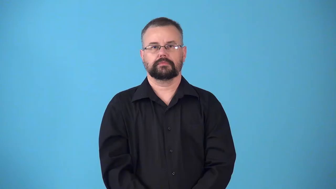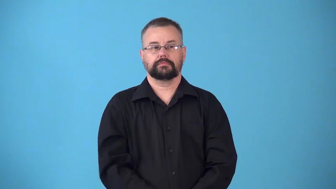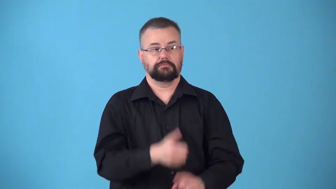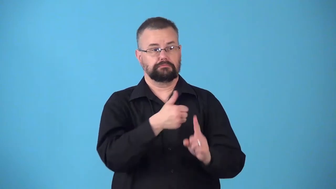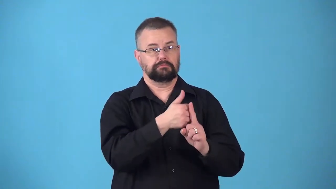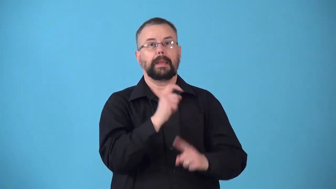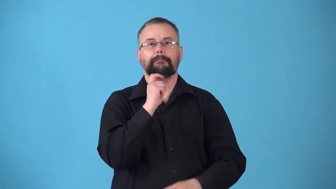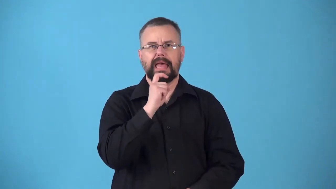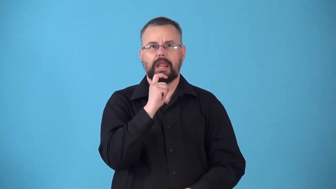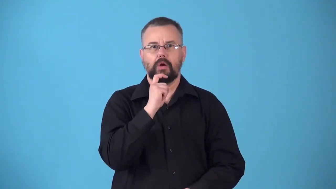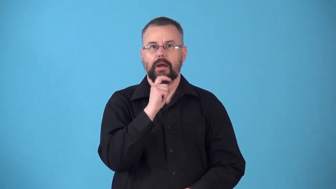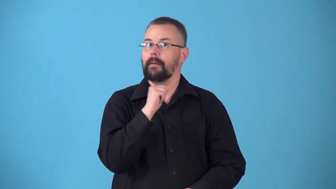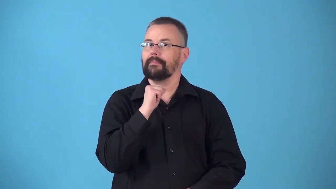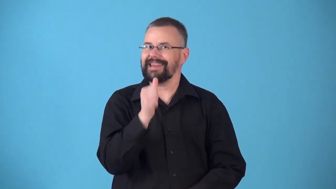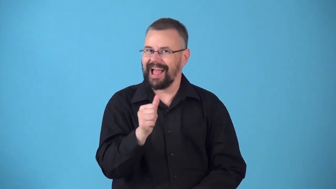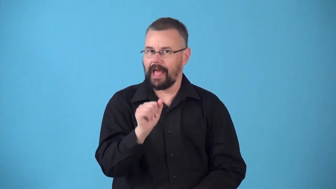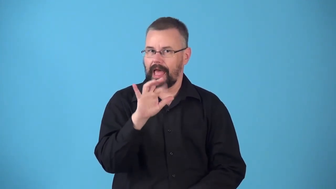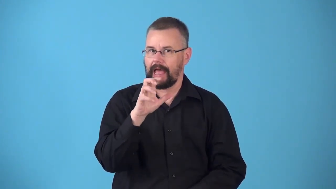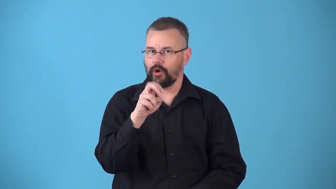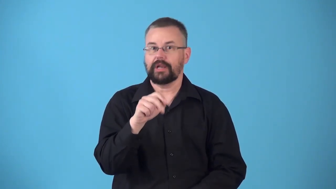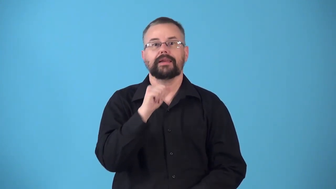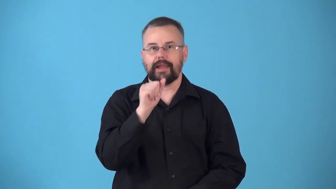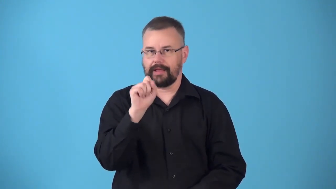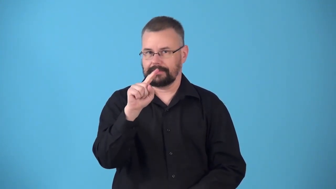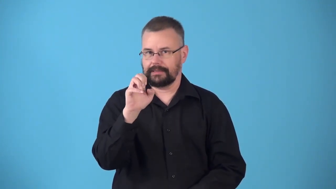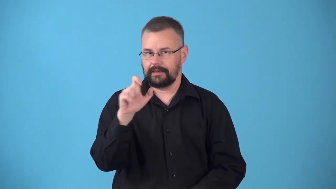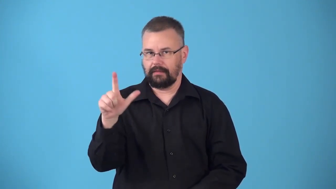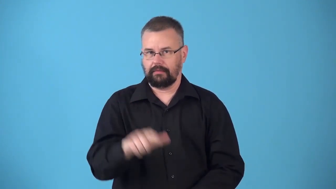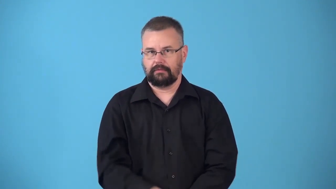nonferrous